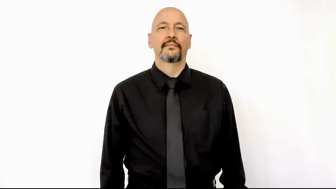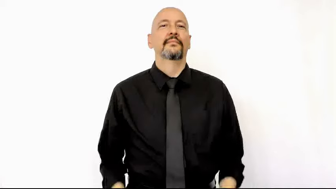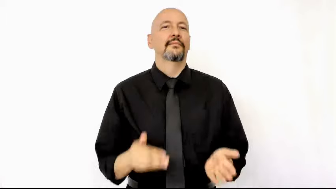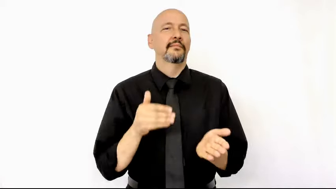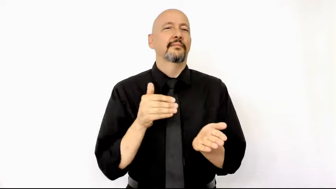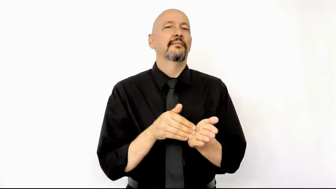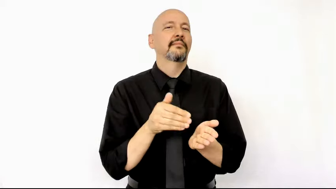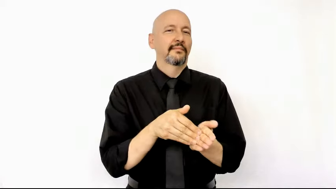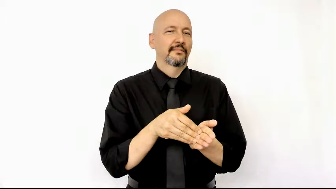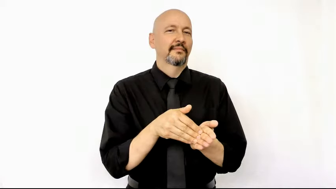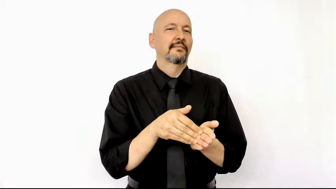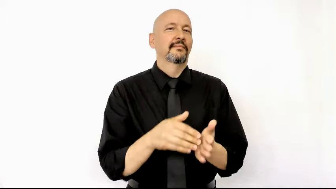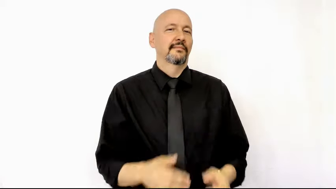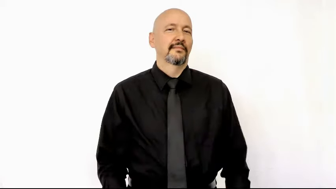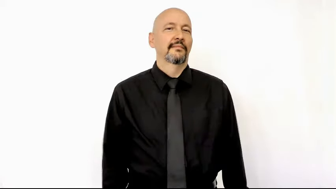OFTEN